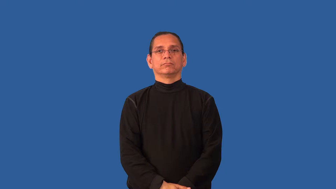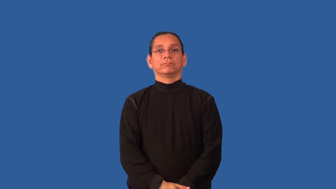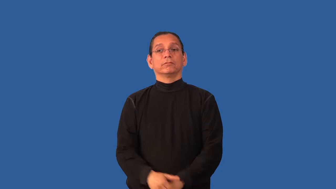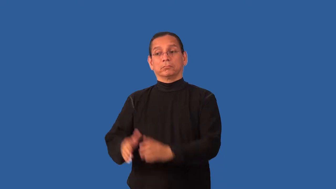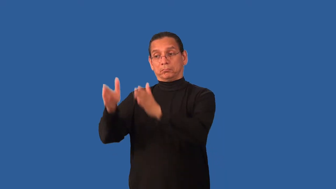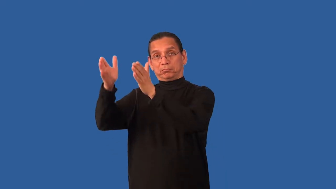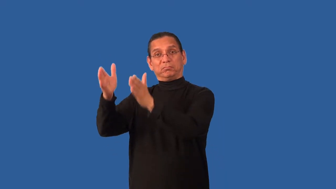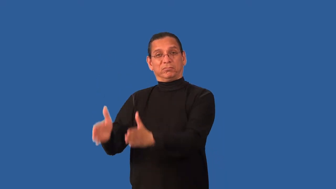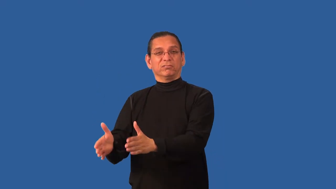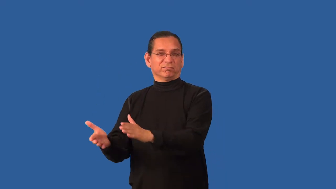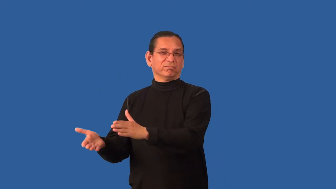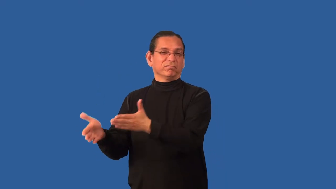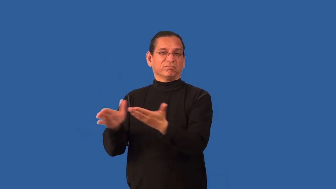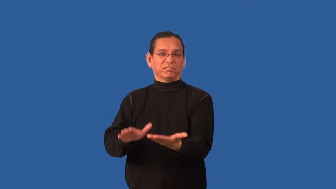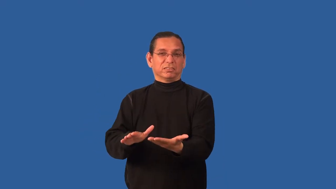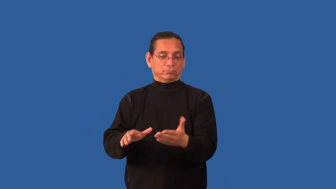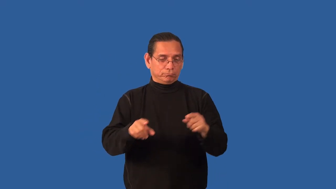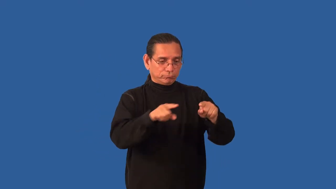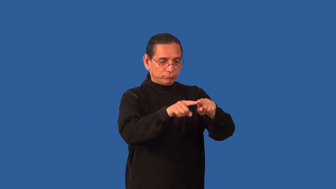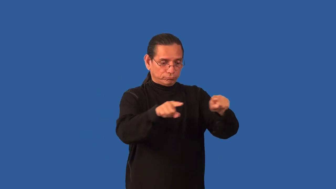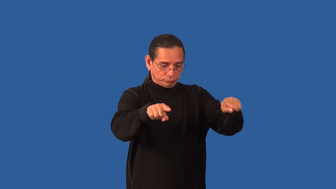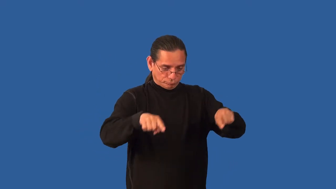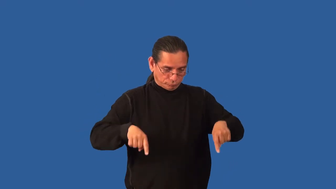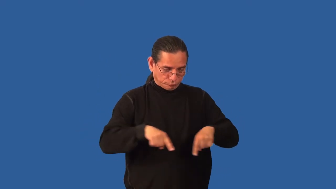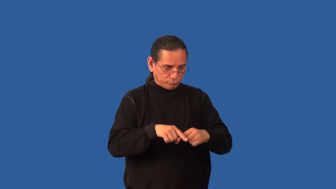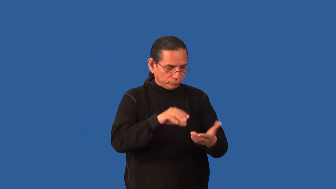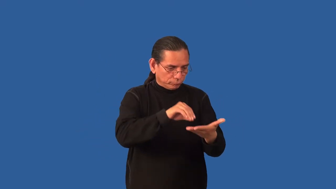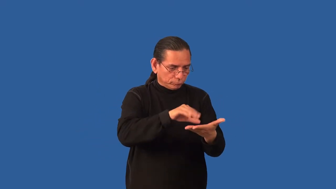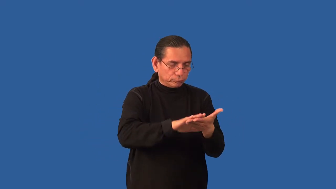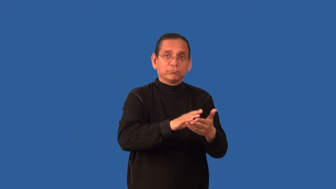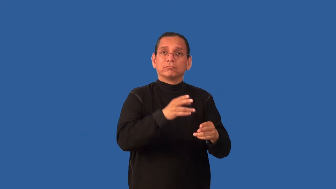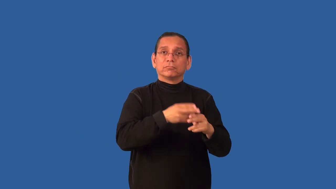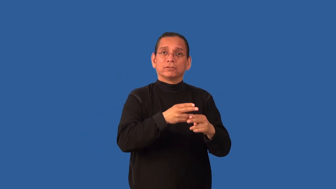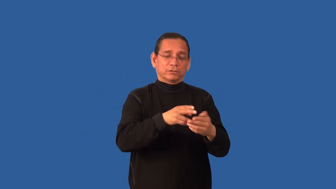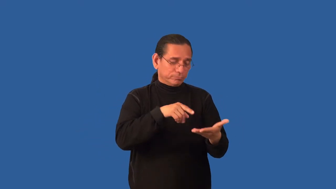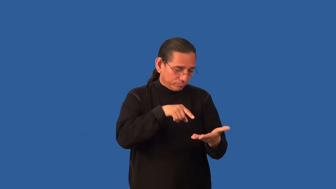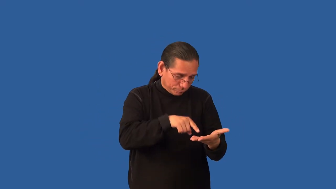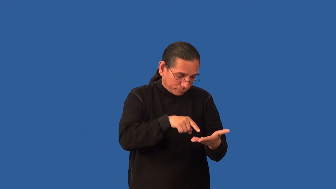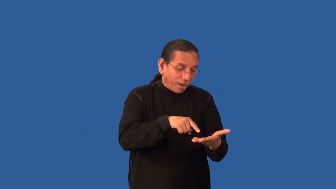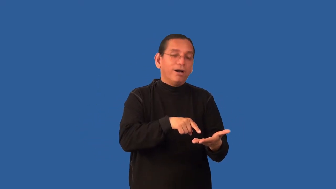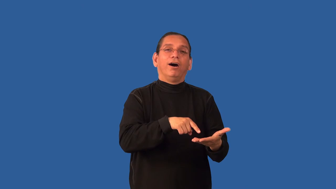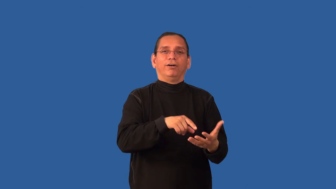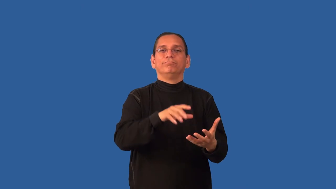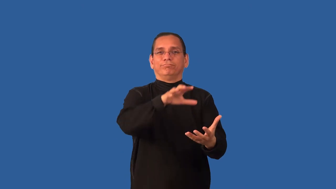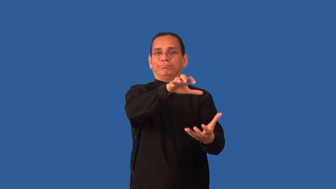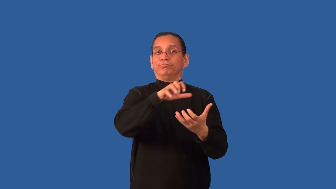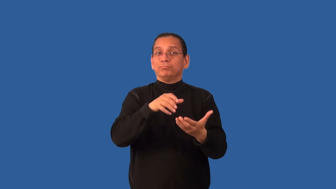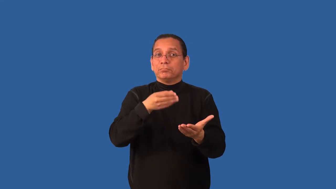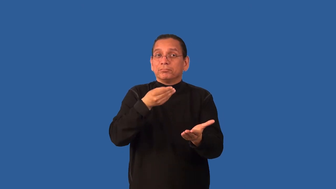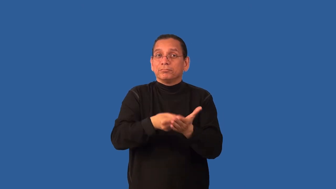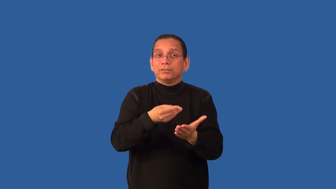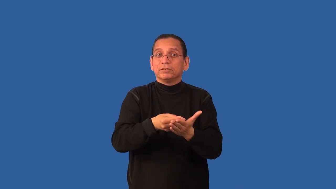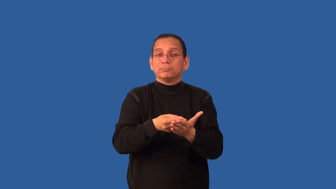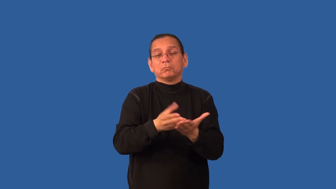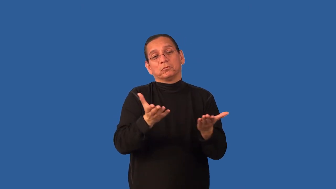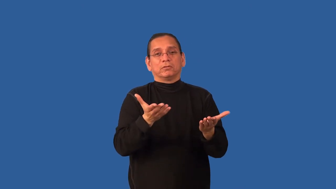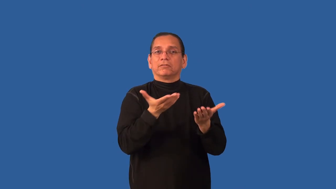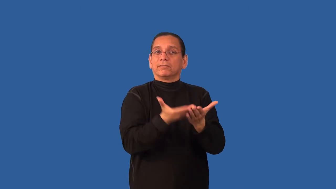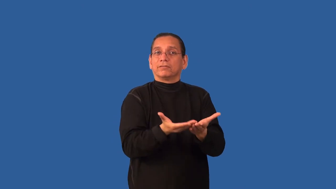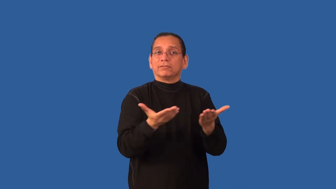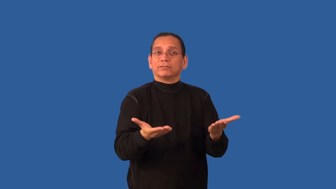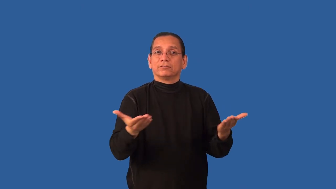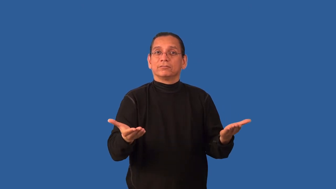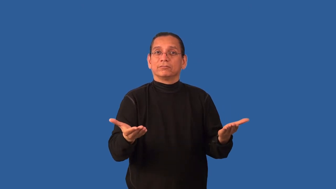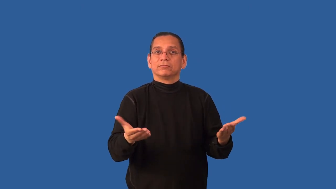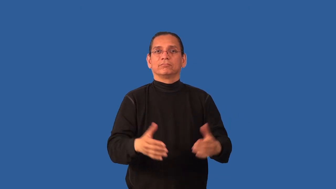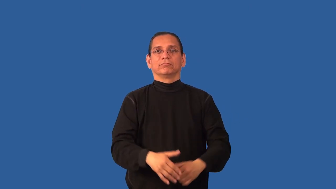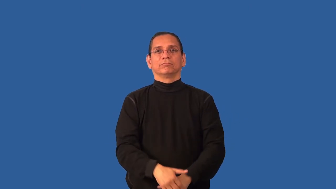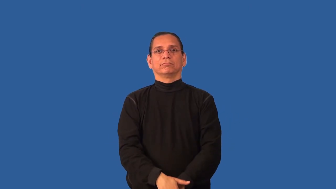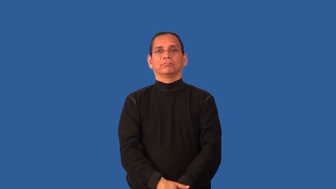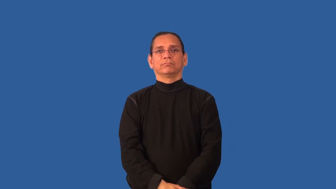beneficiary